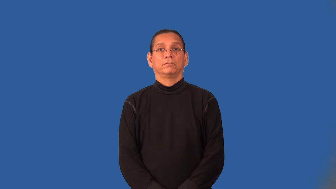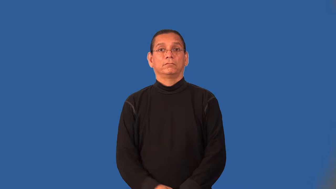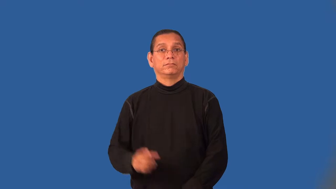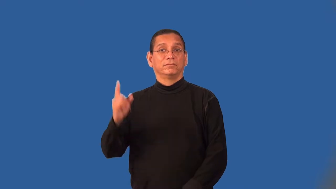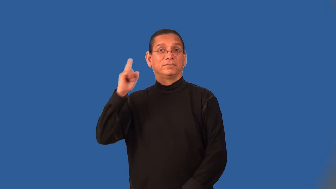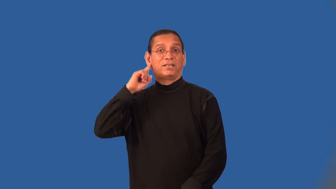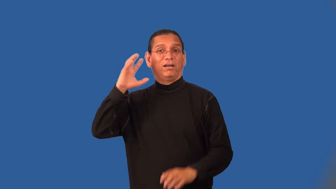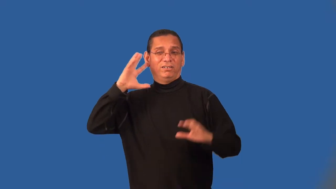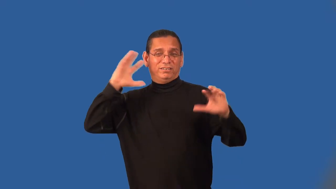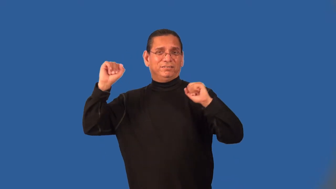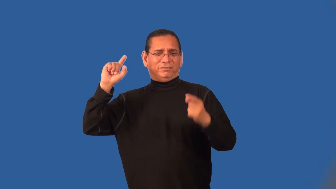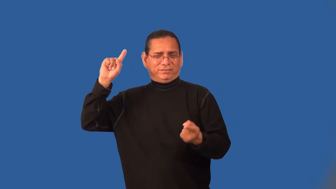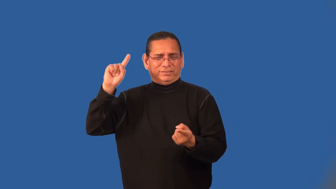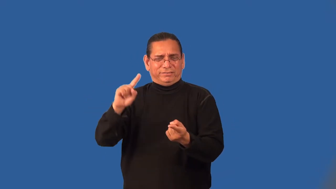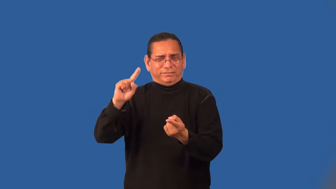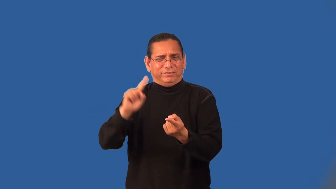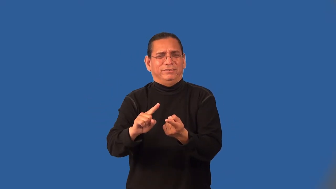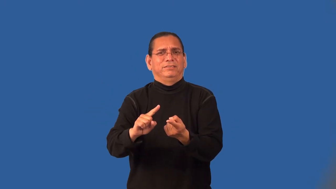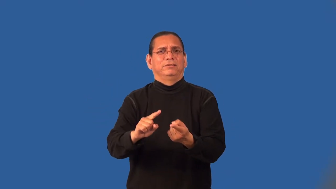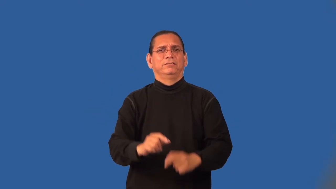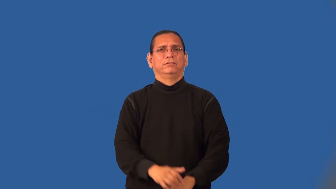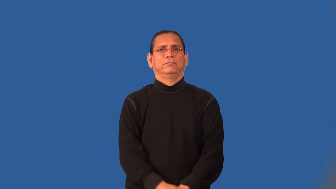muffle